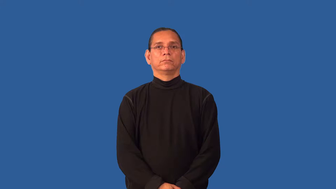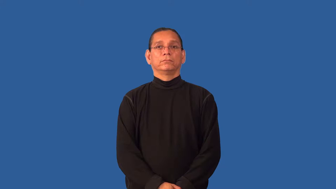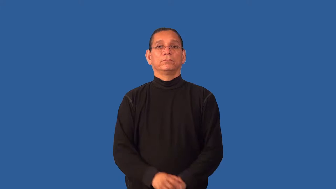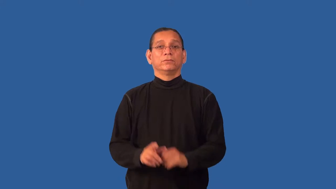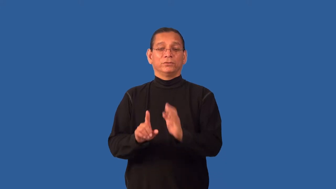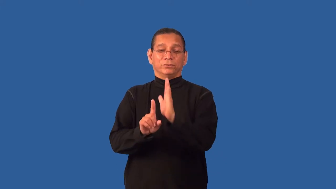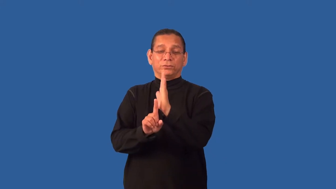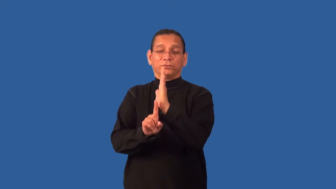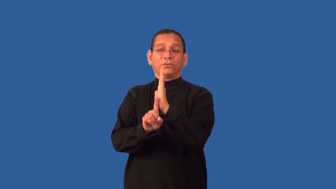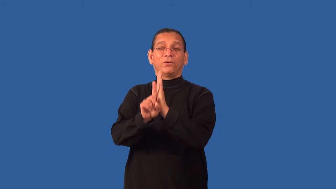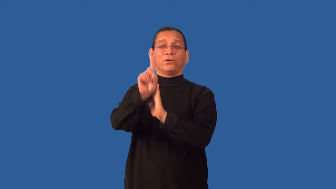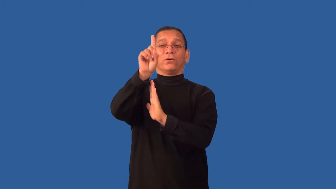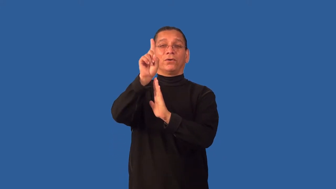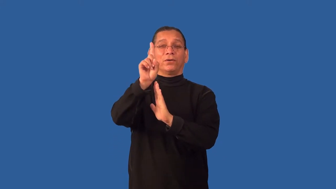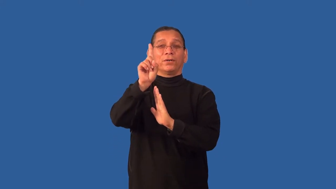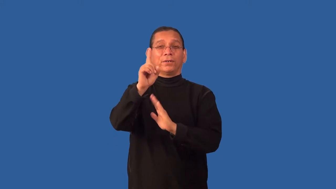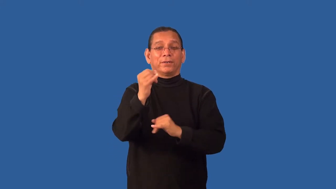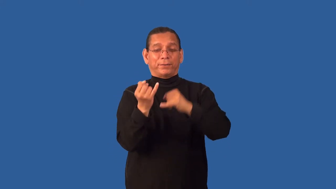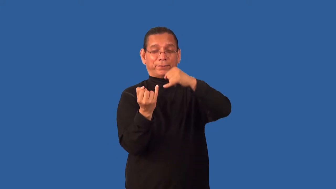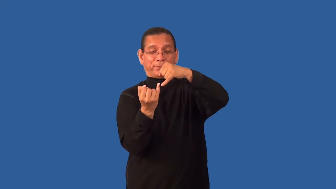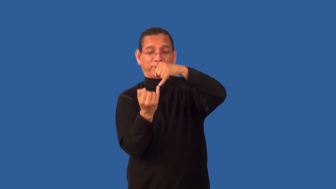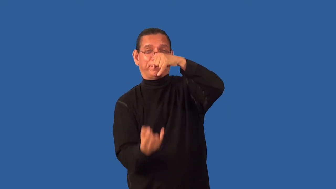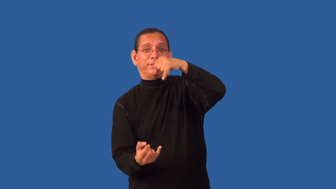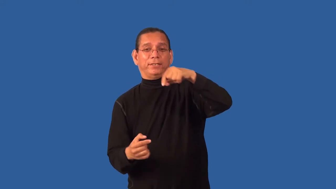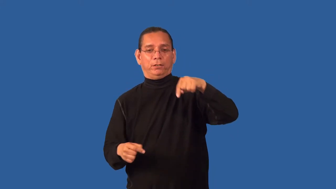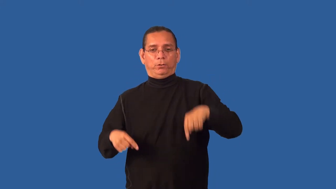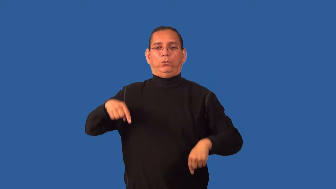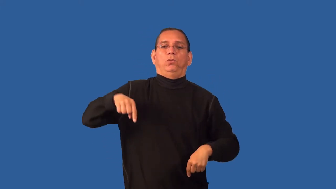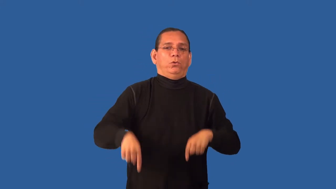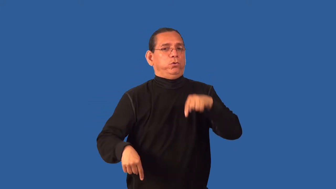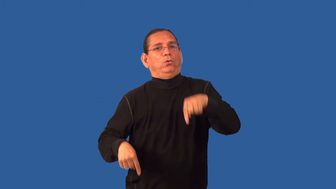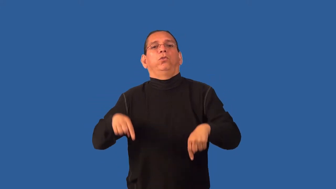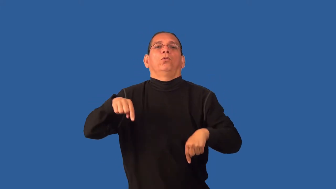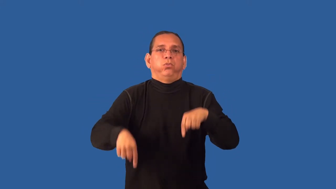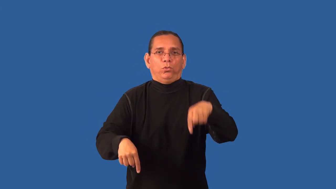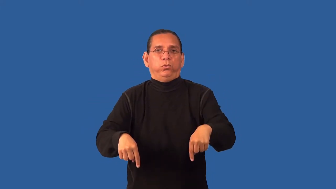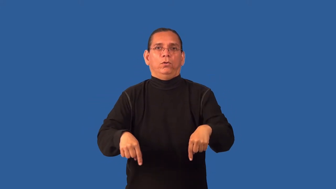lank,lanky